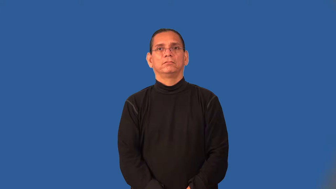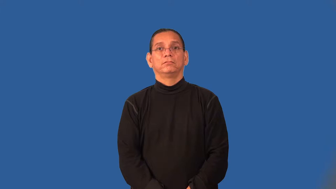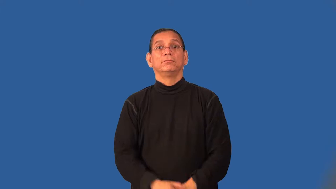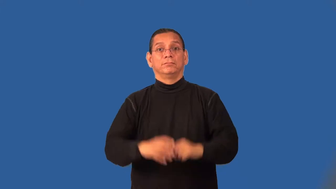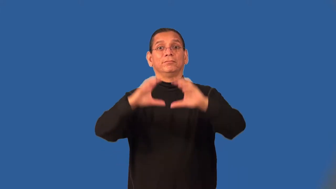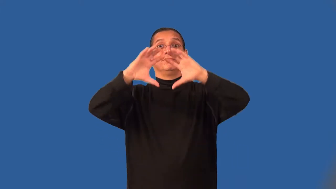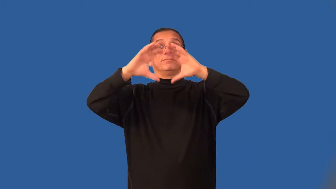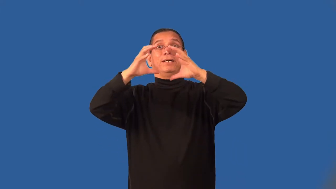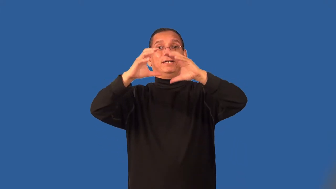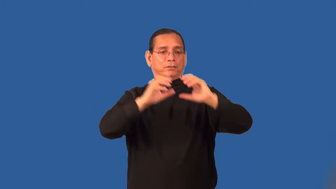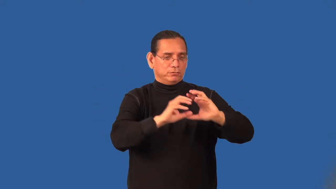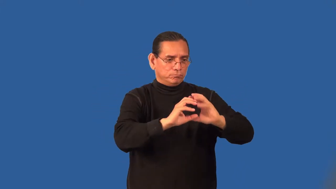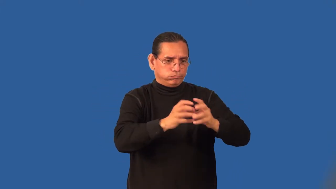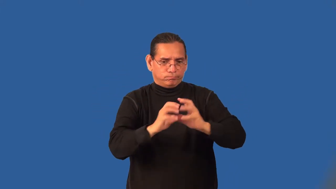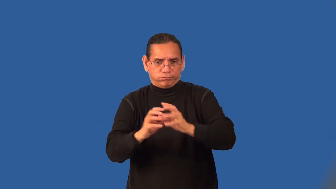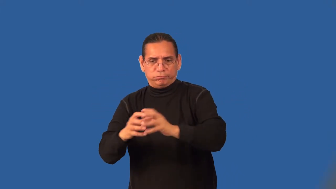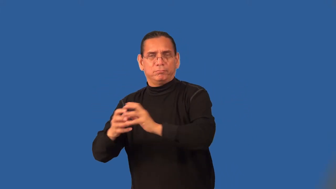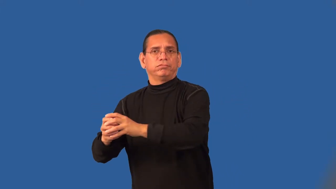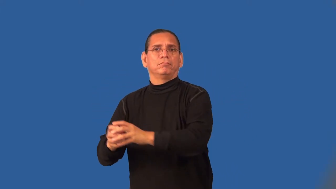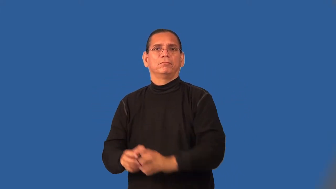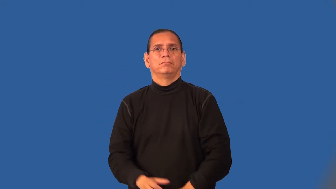subset